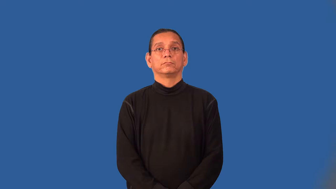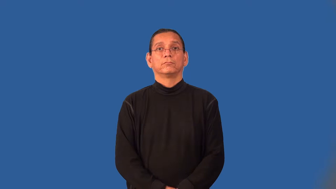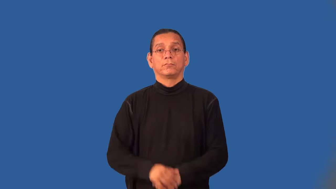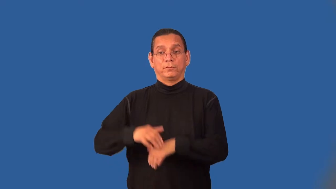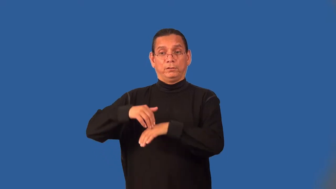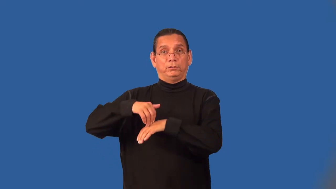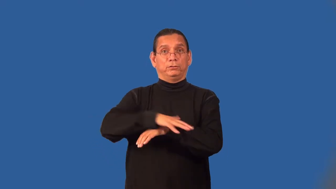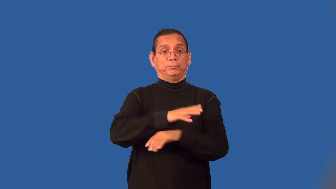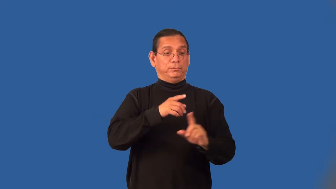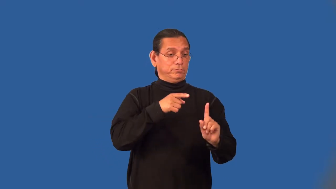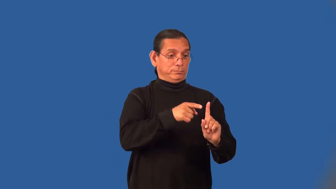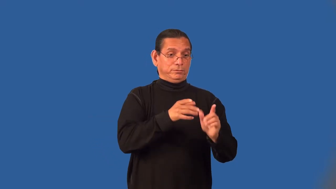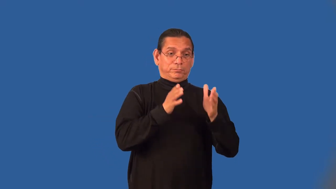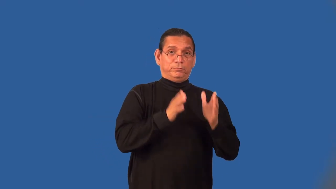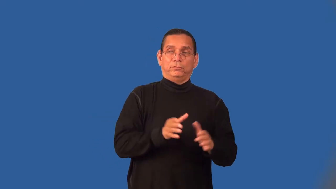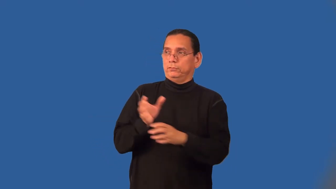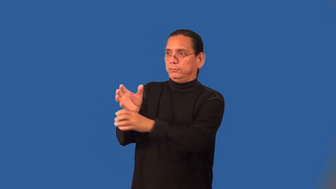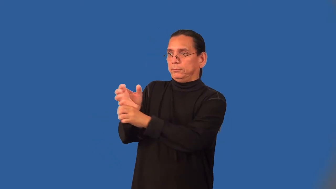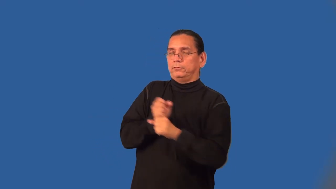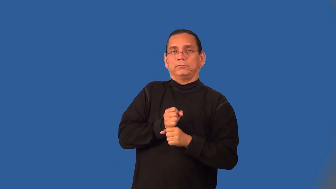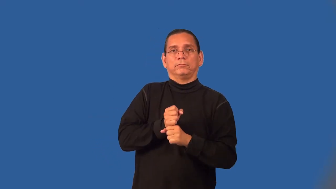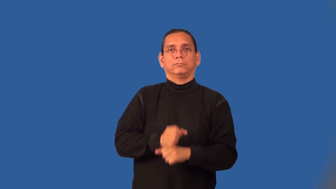consignee